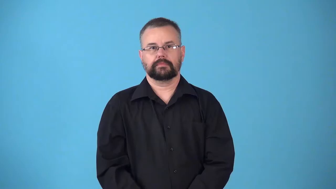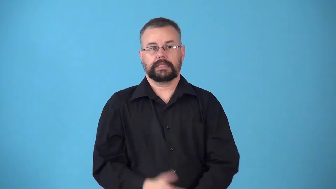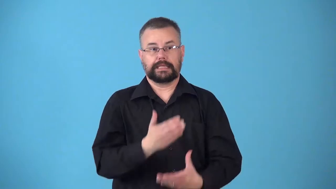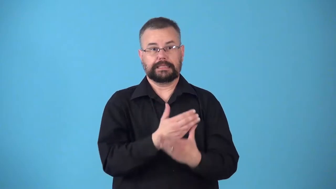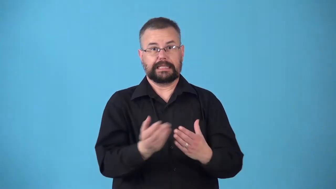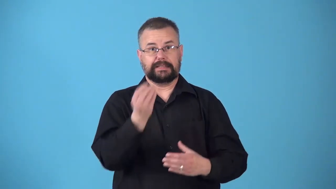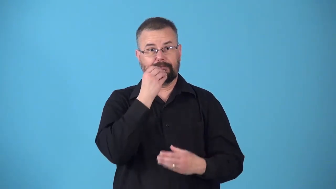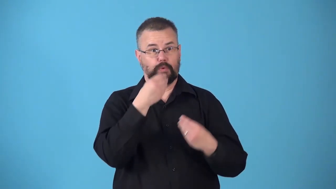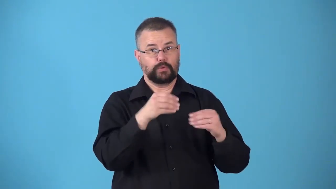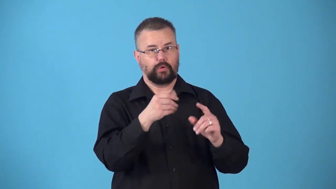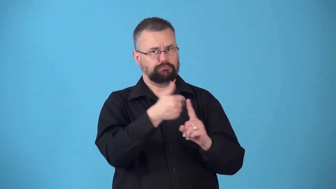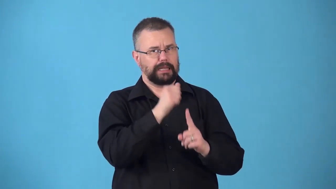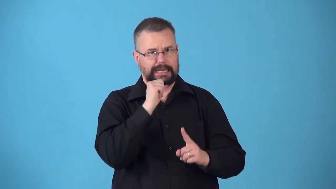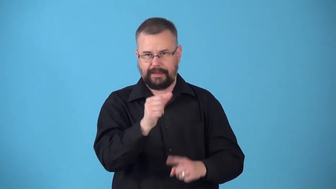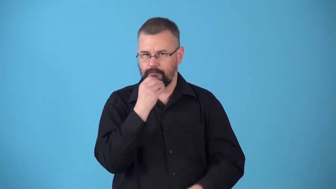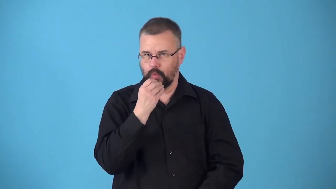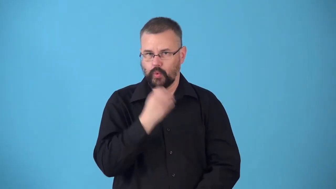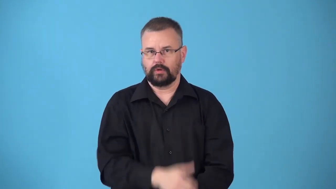nonfood